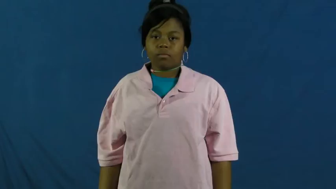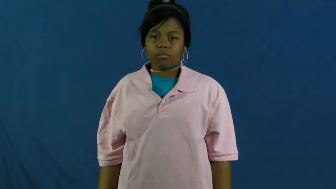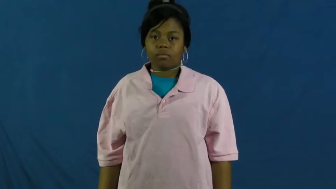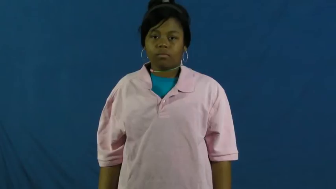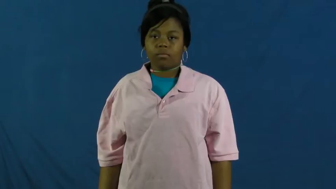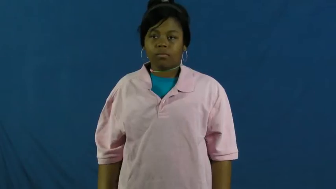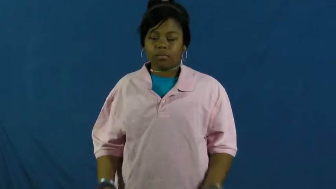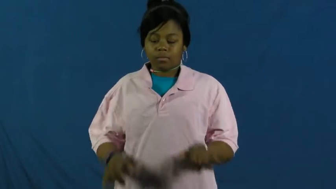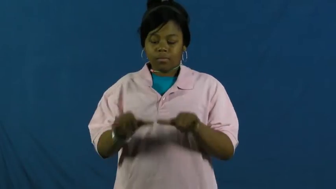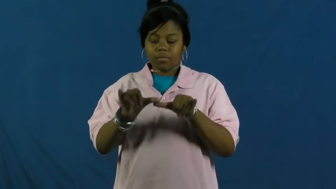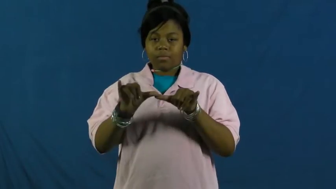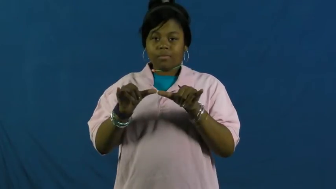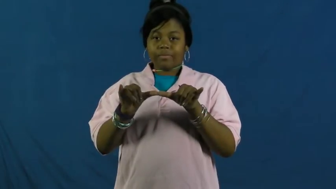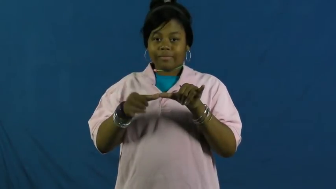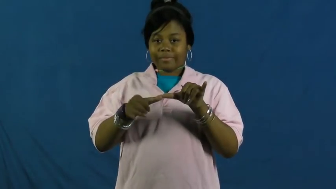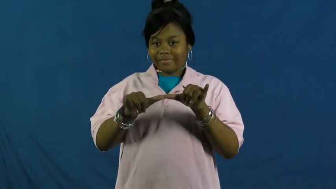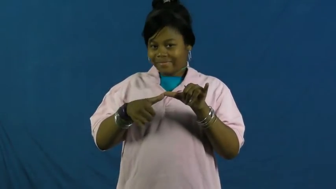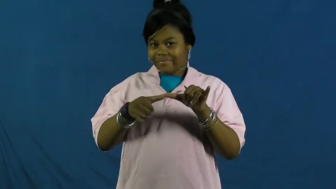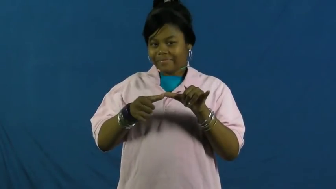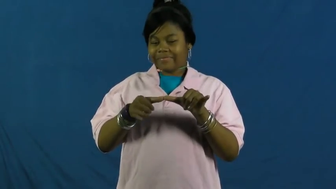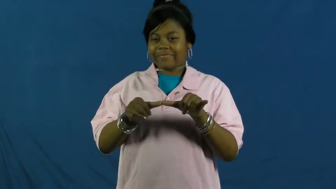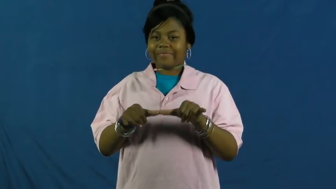engineer-noun